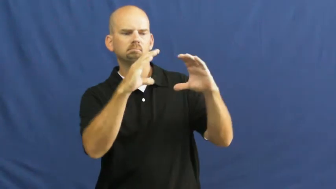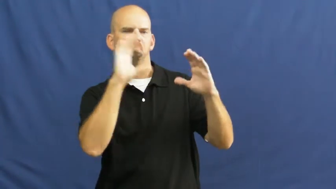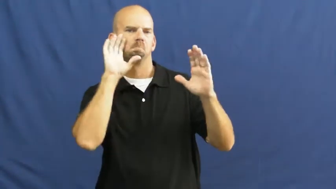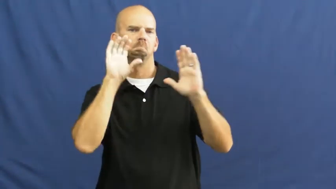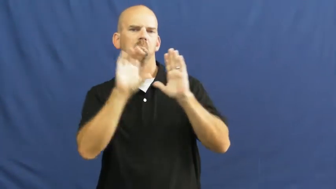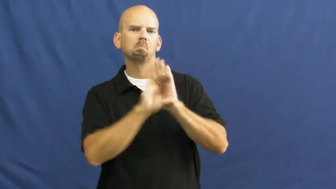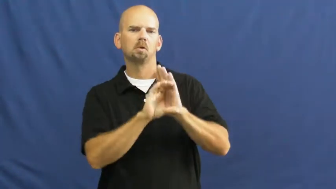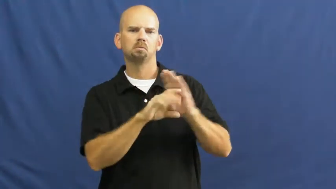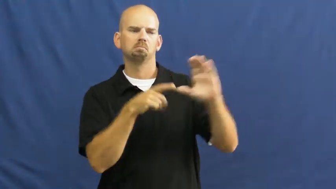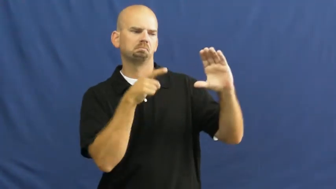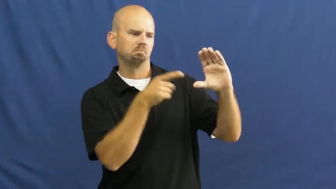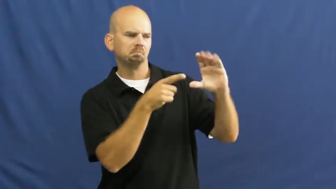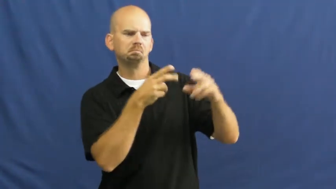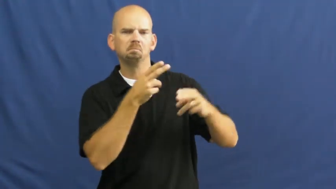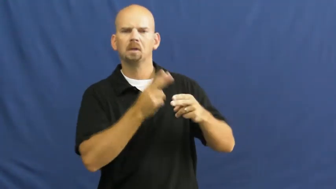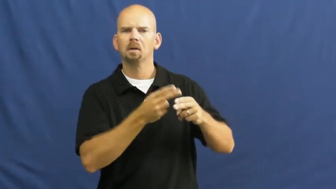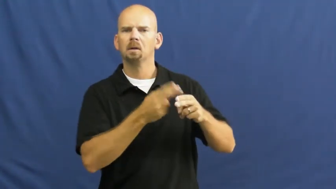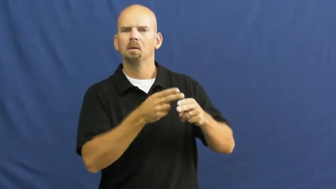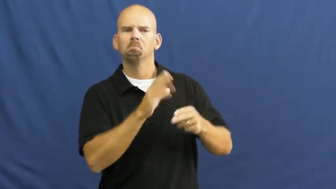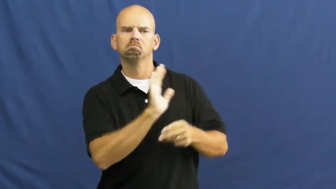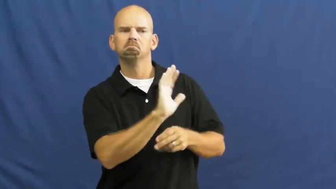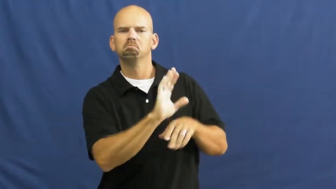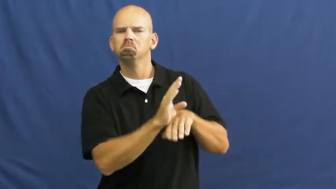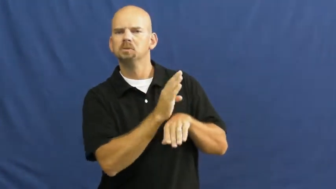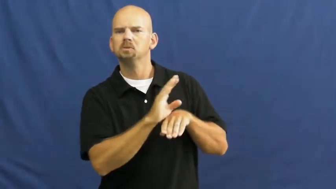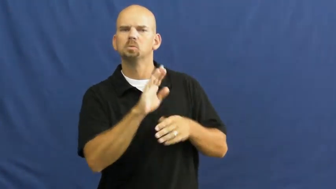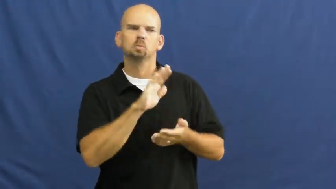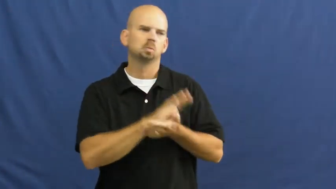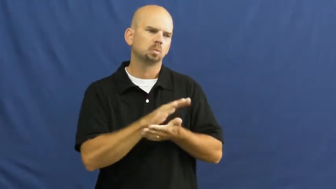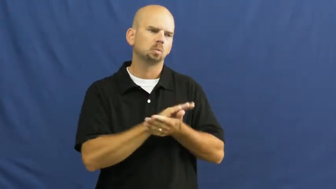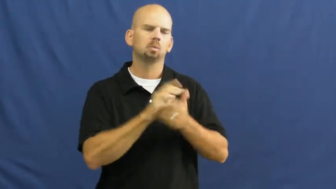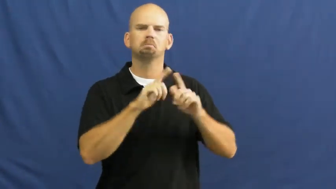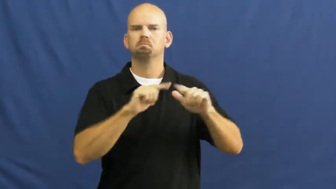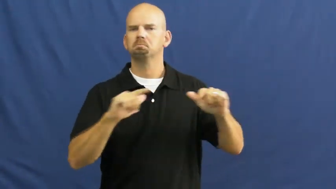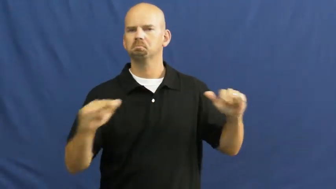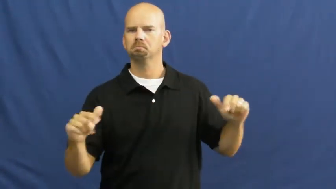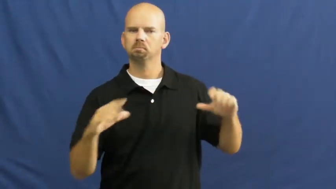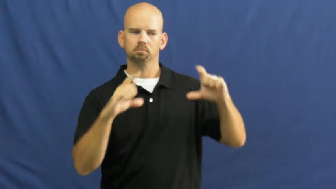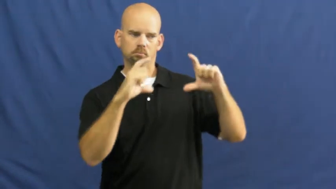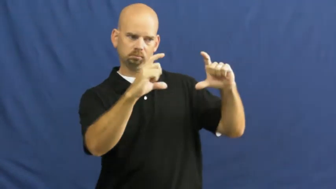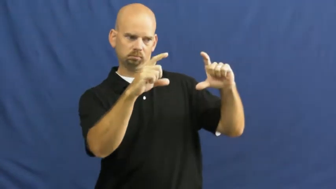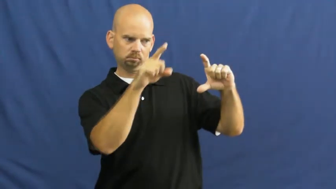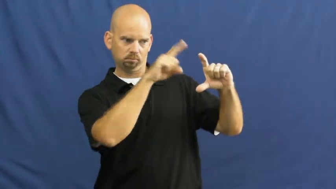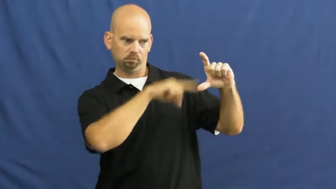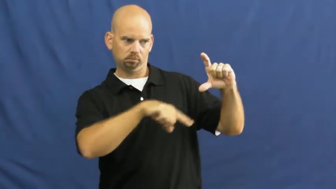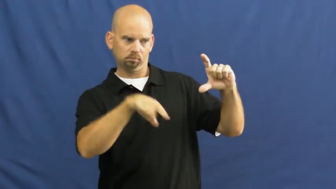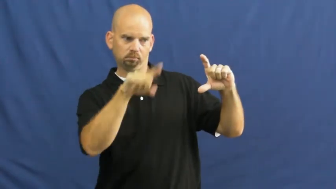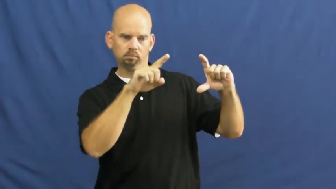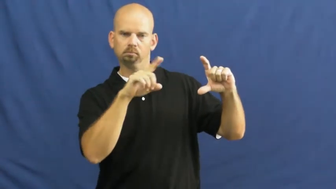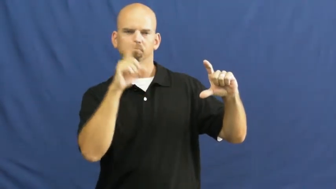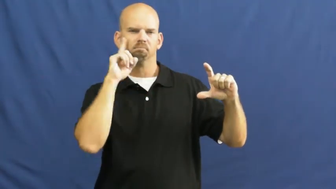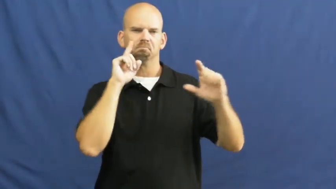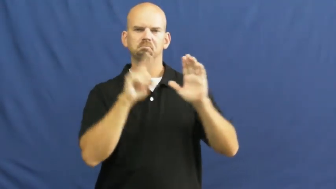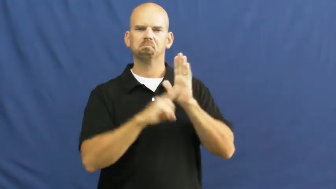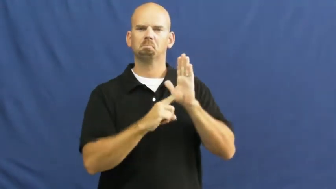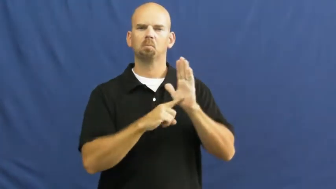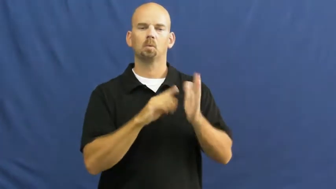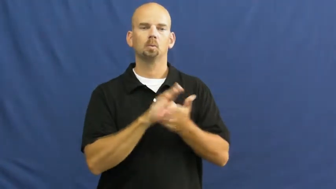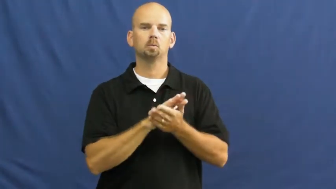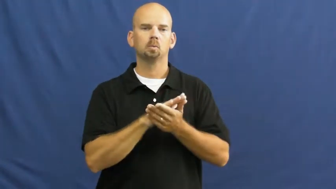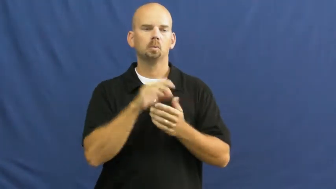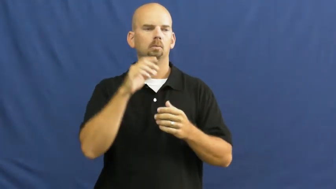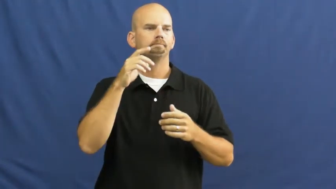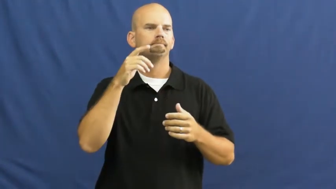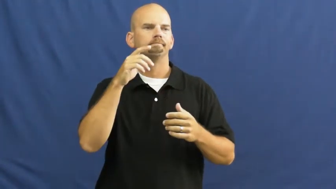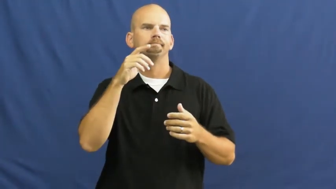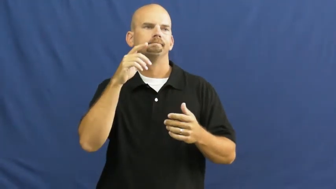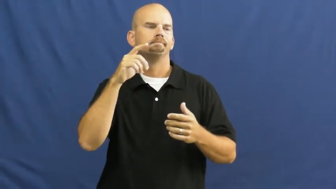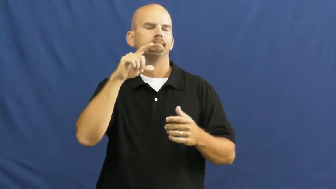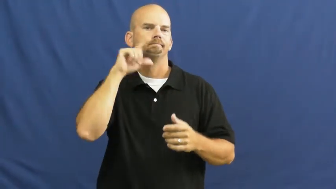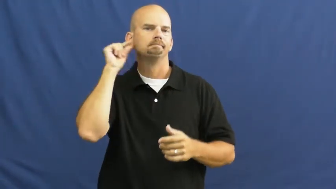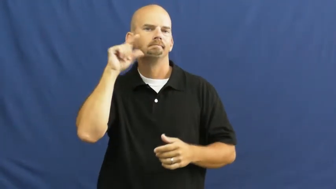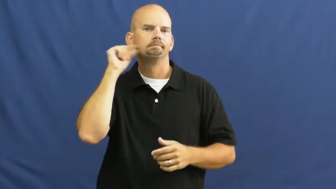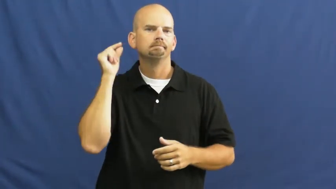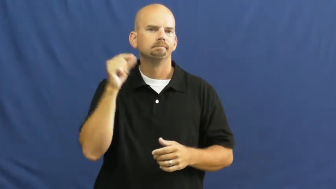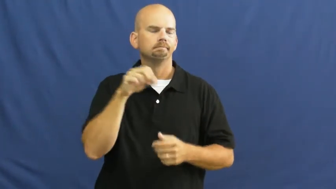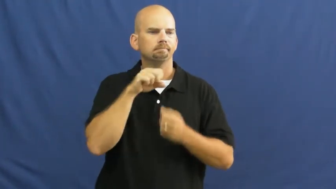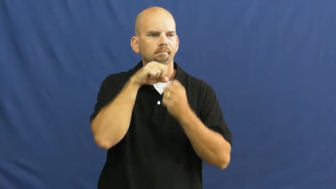logo